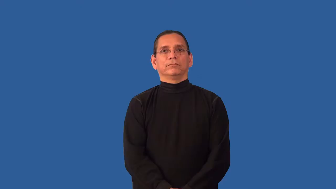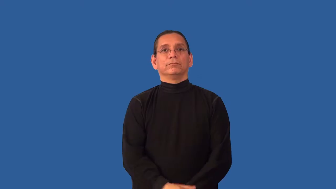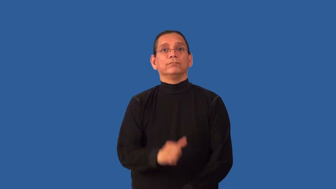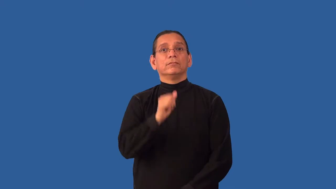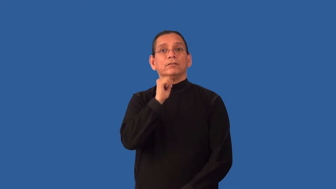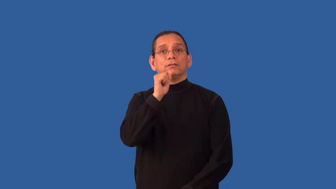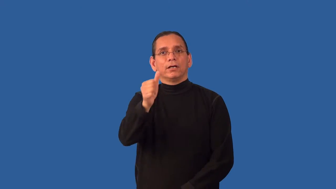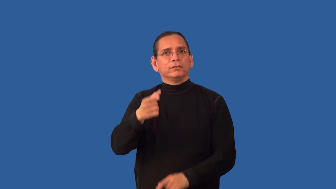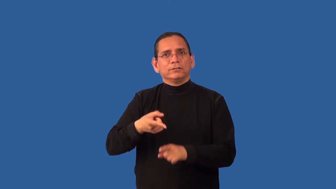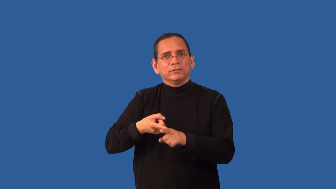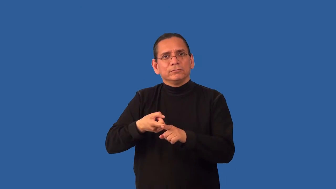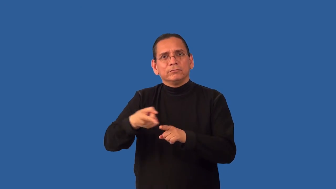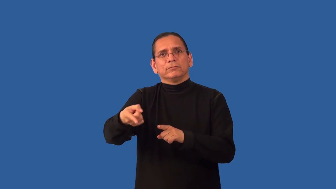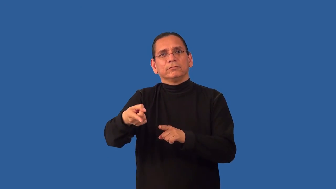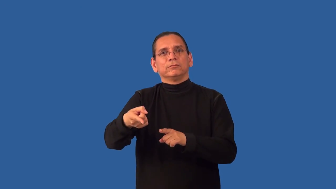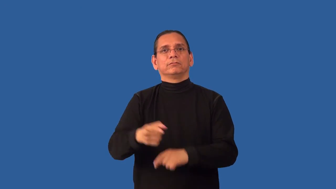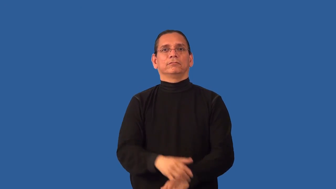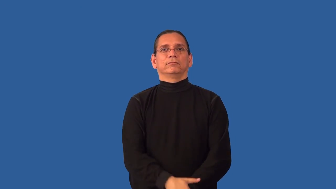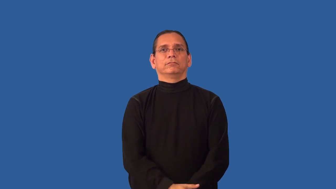unspecialized